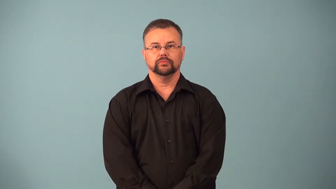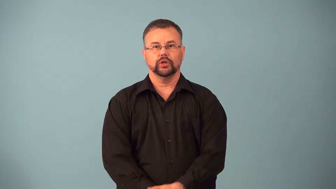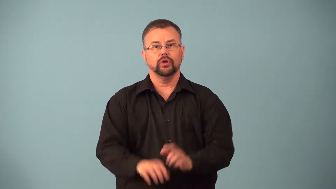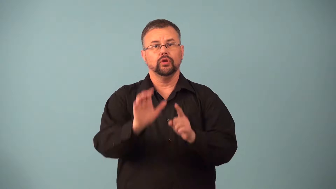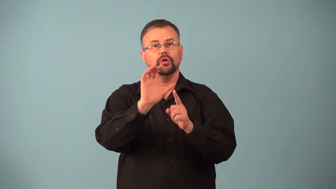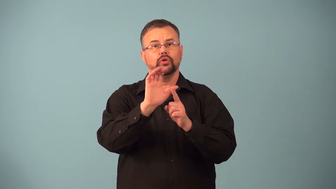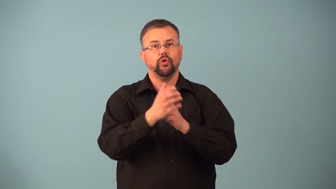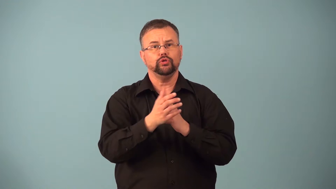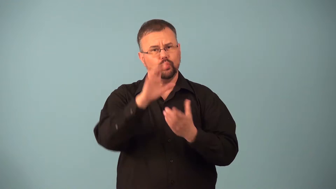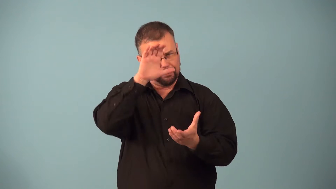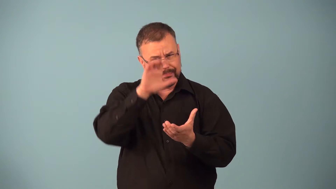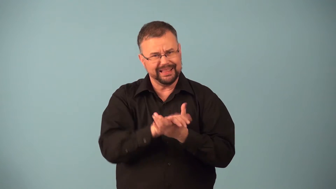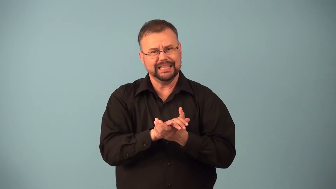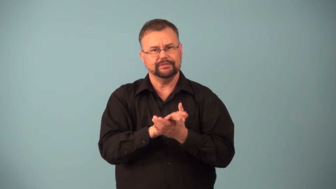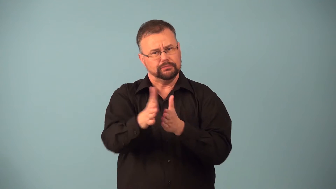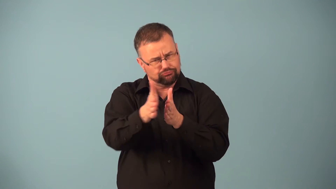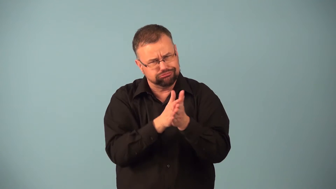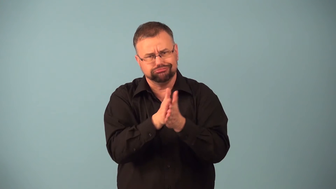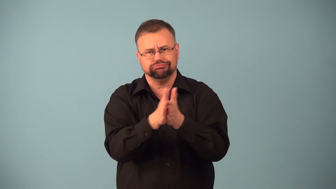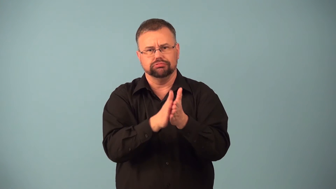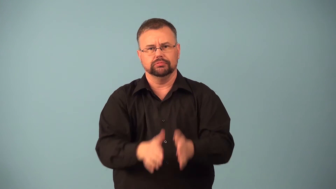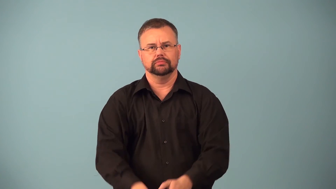ethos